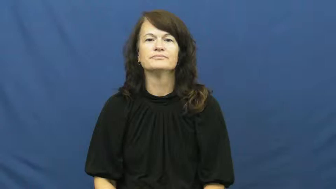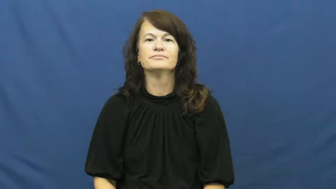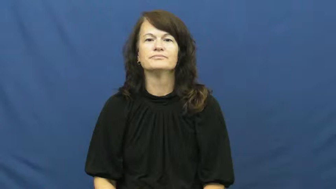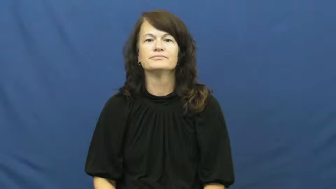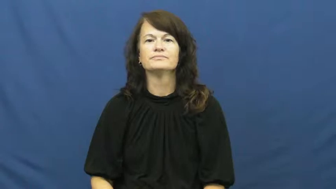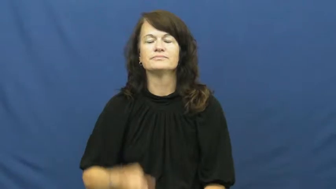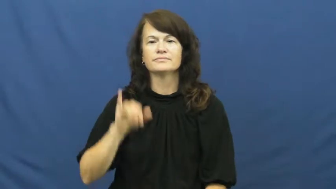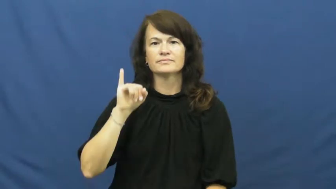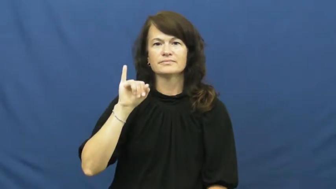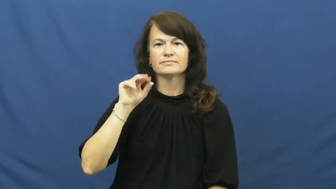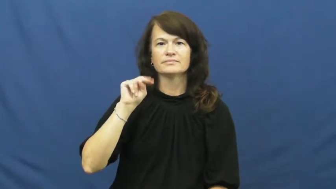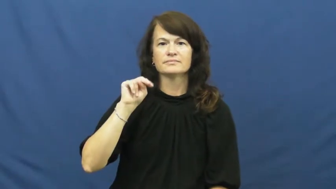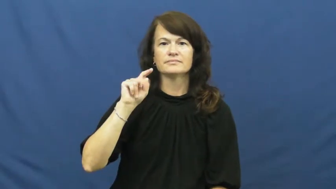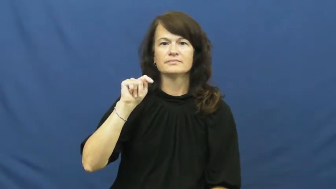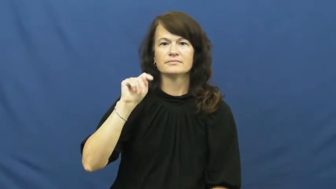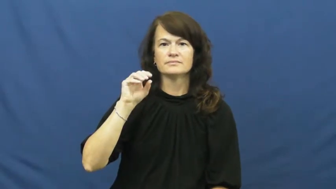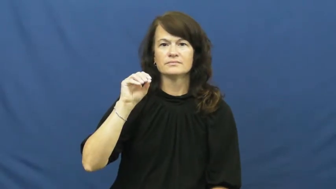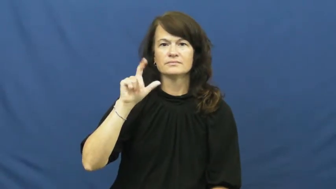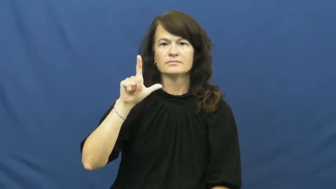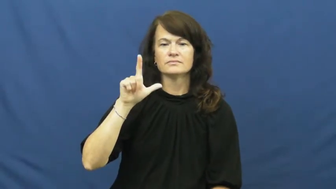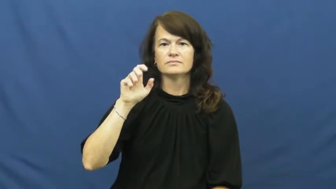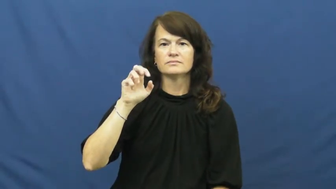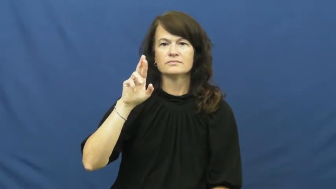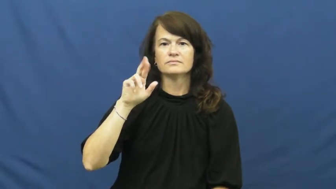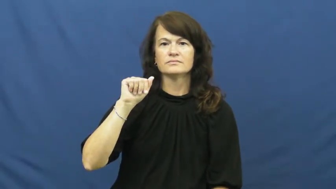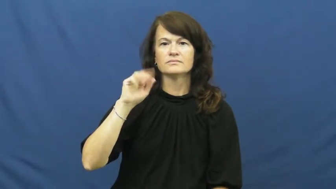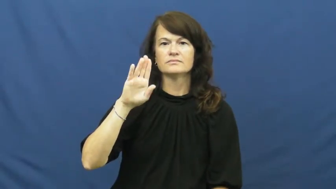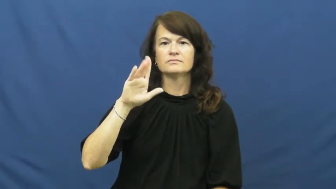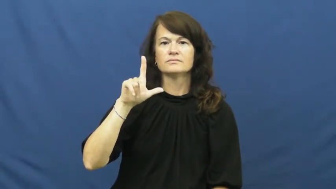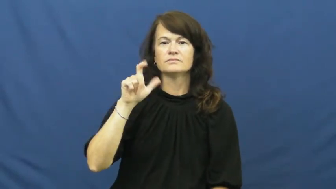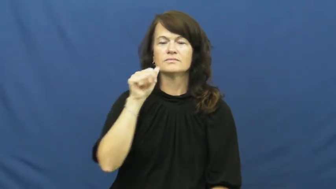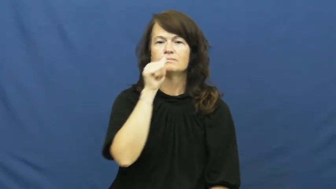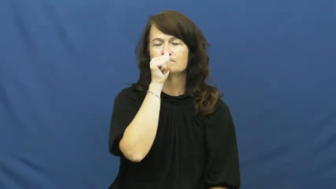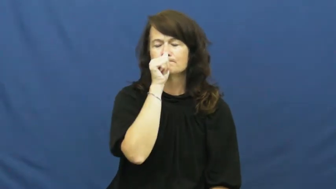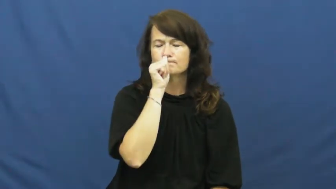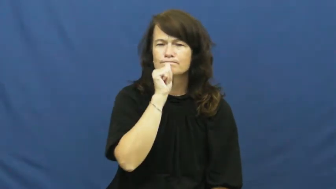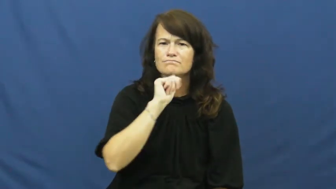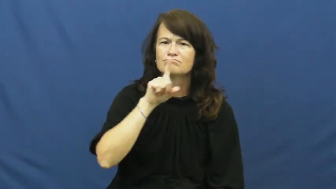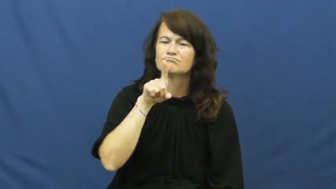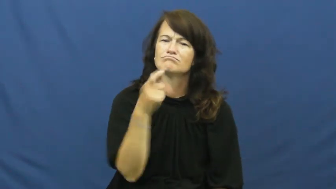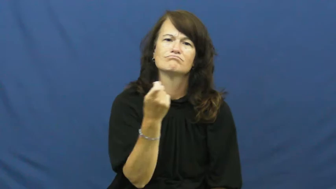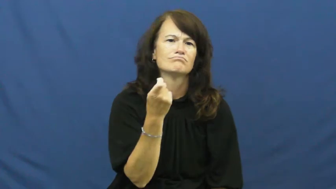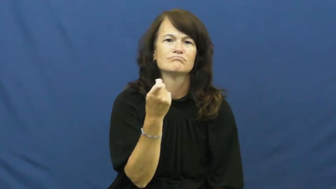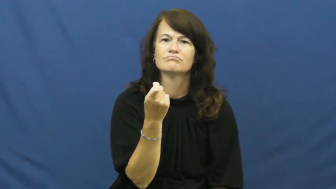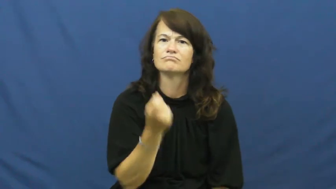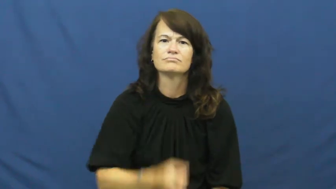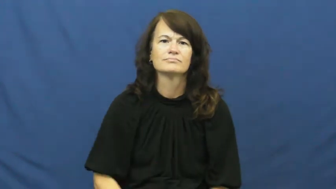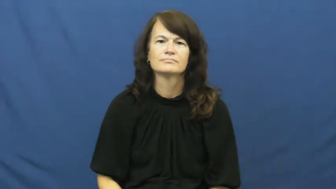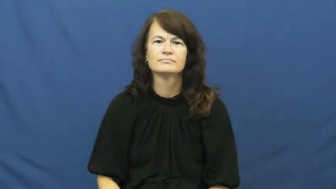intolerable